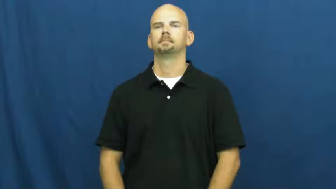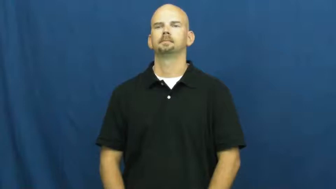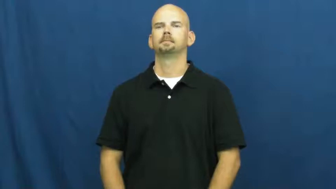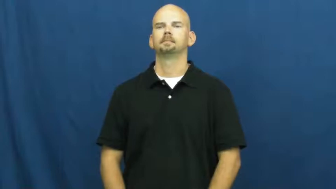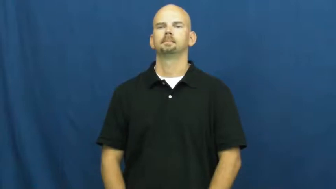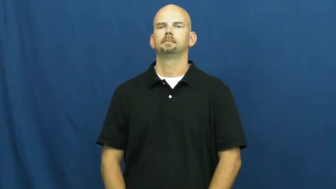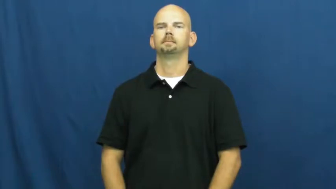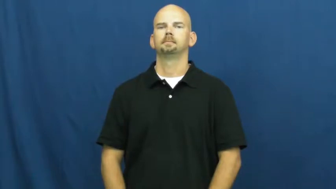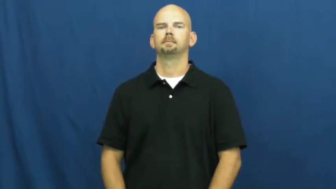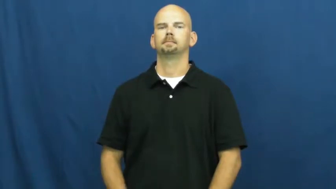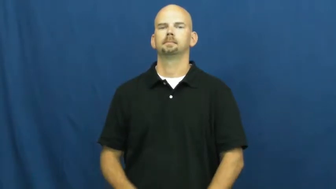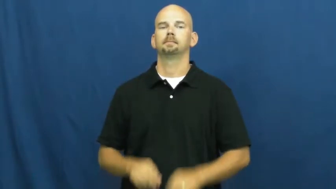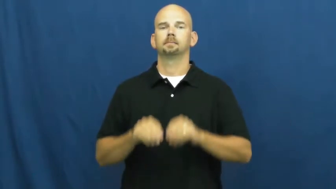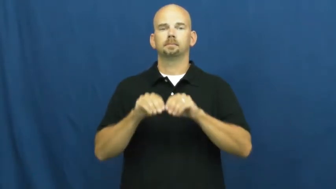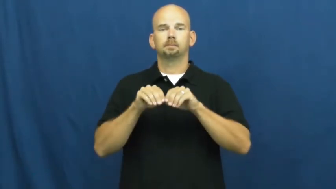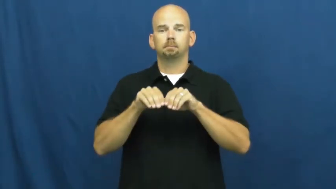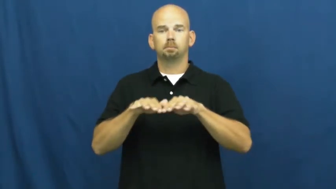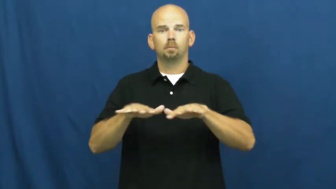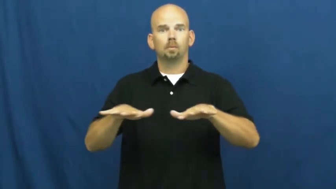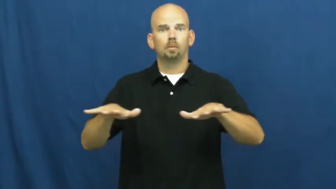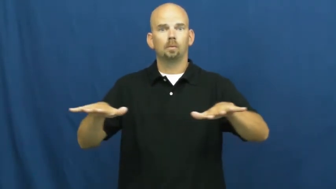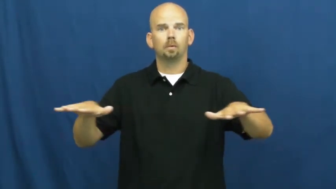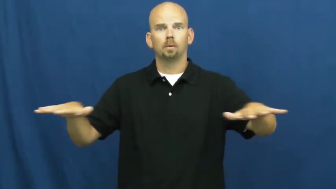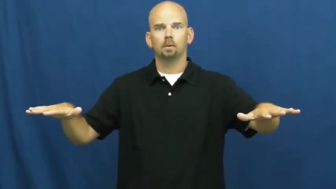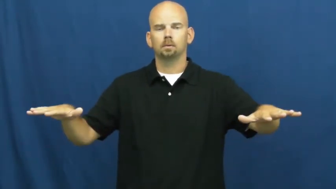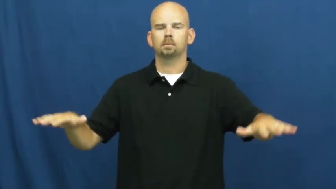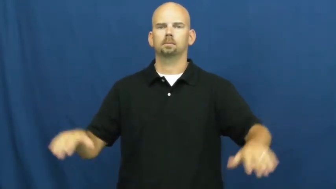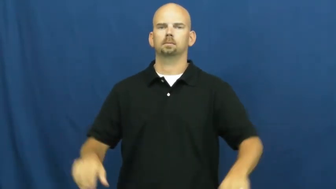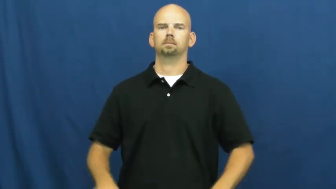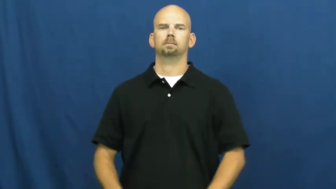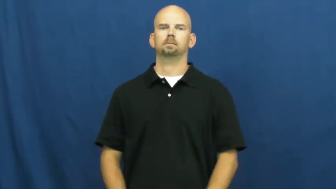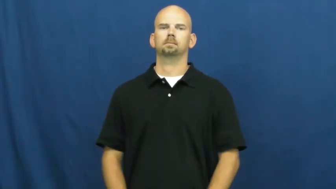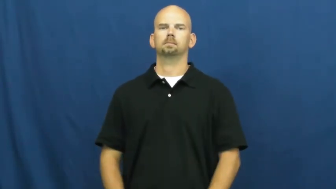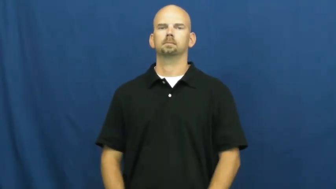transmit-disease